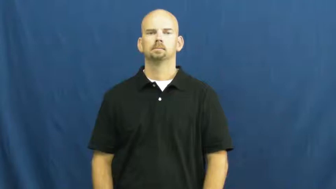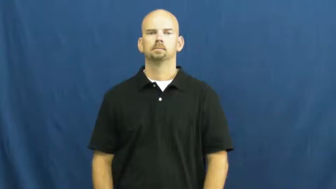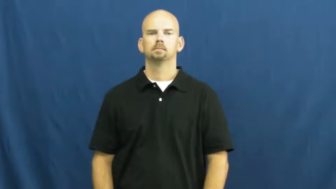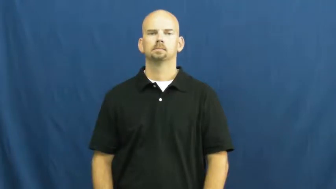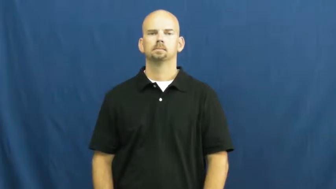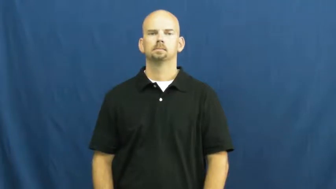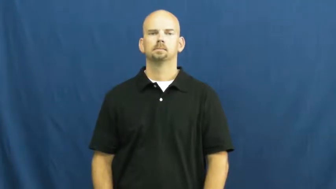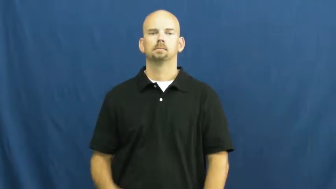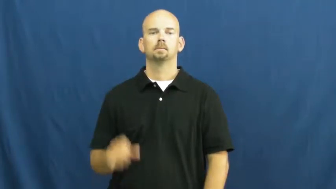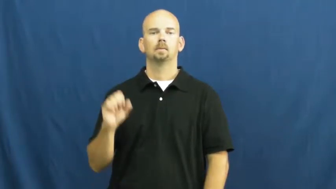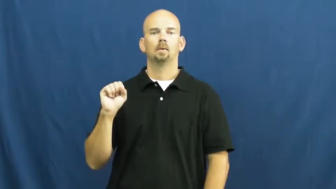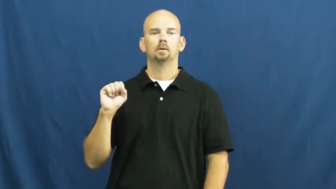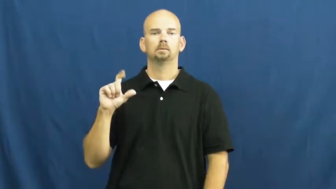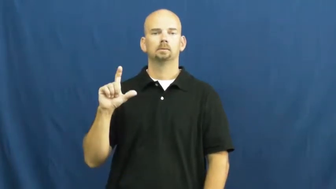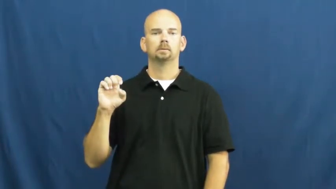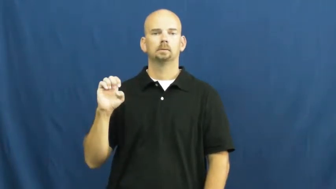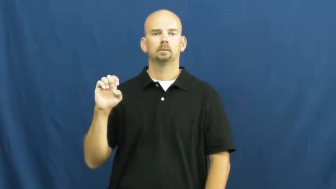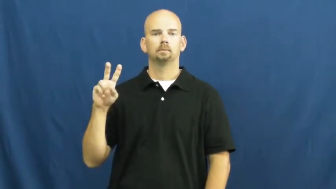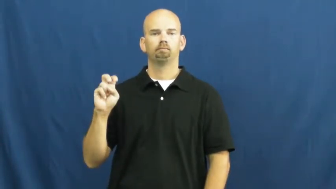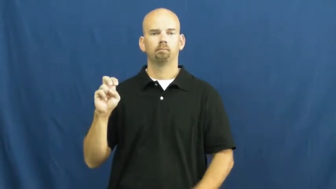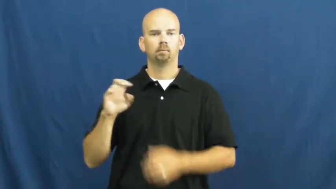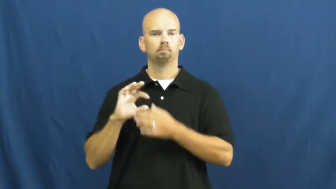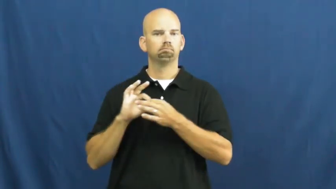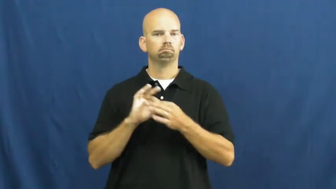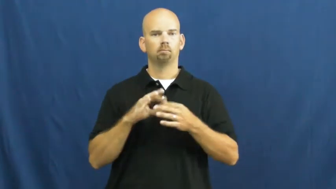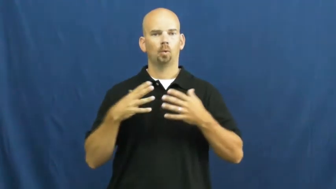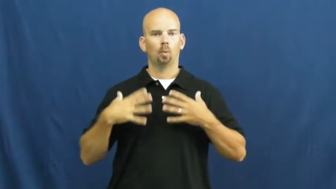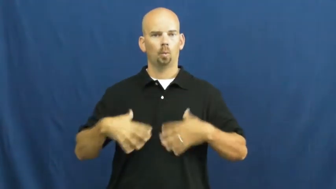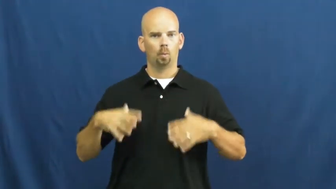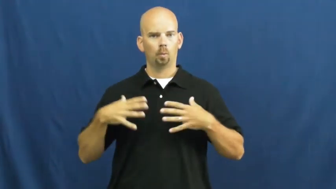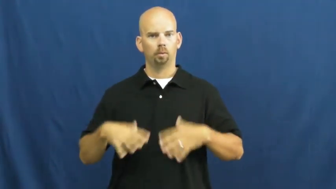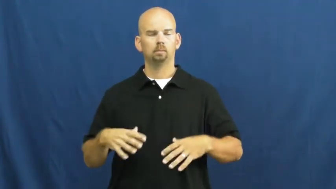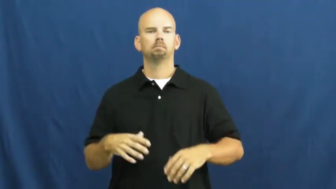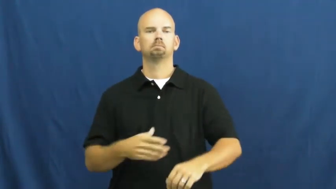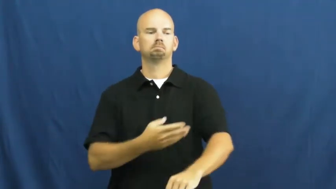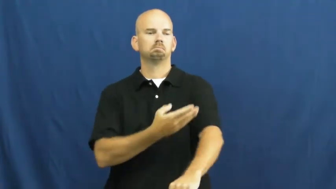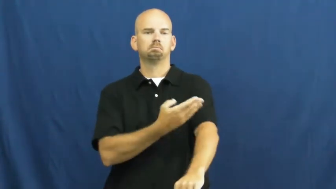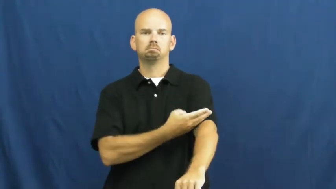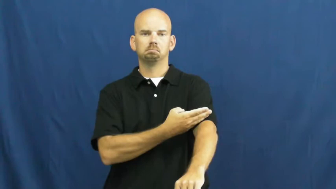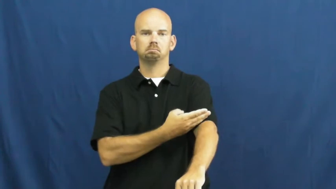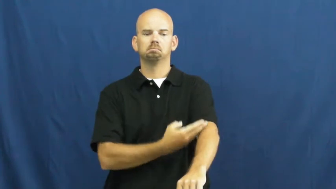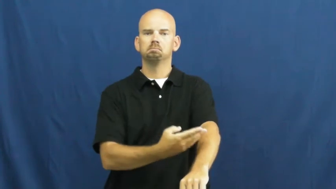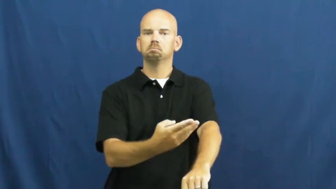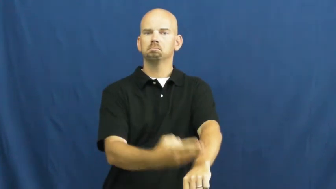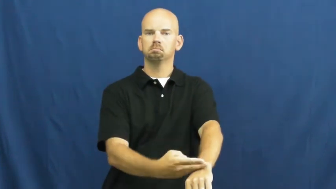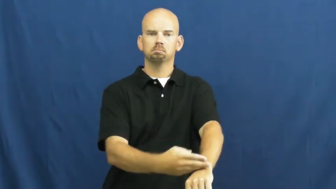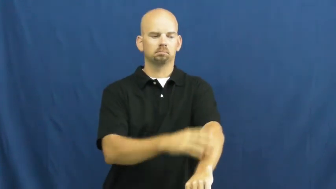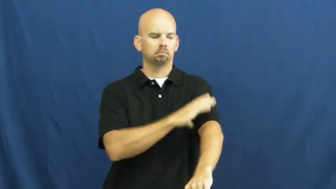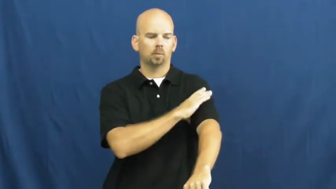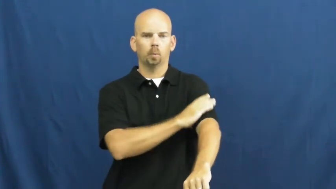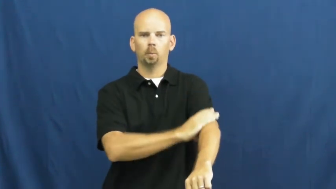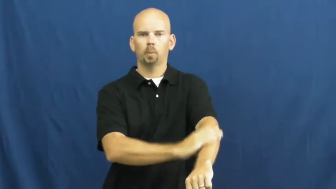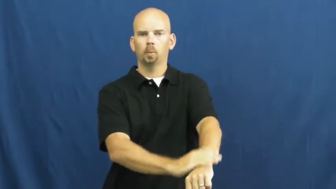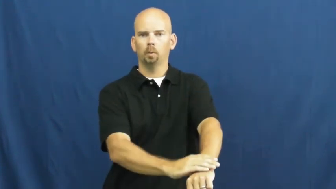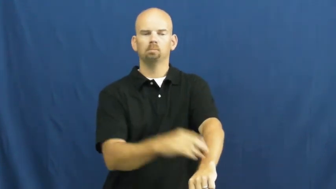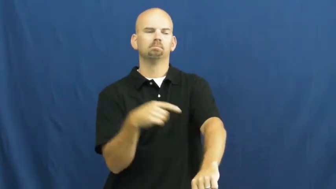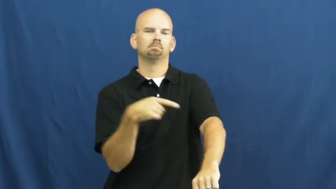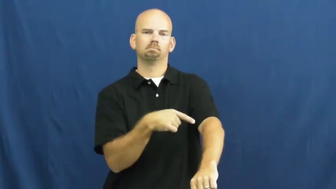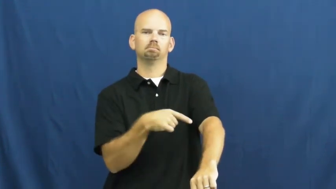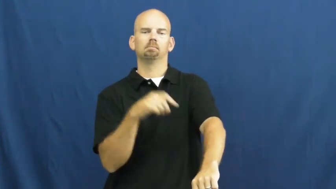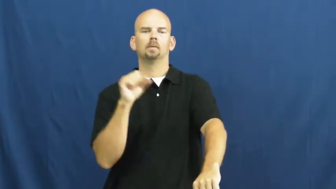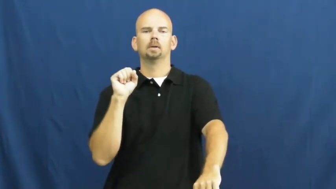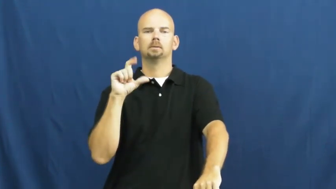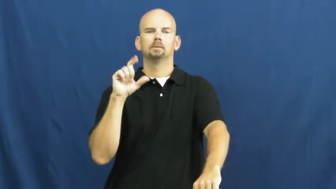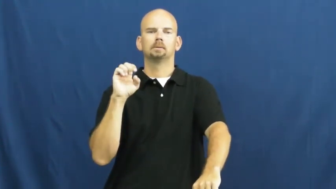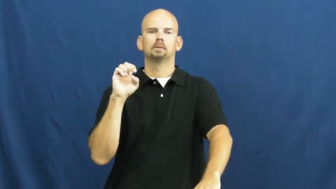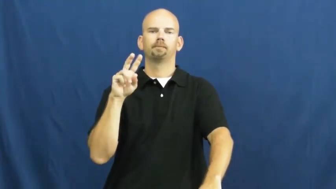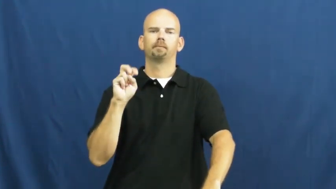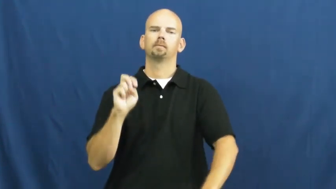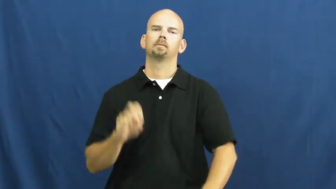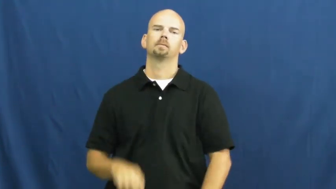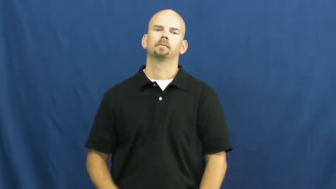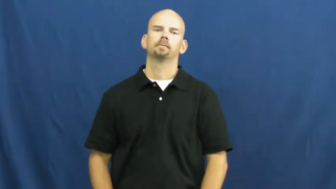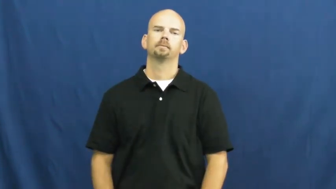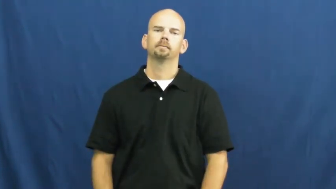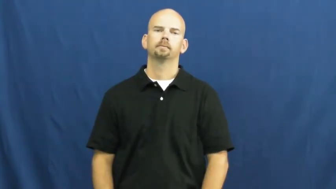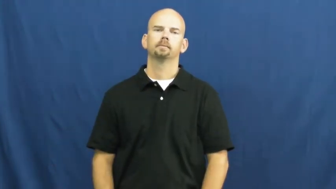sleeve-clothes